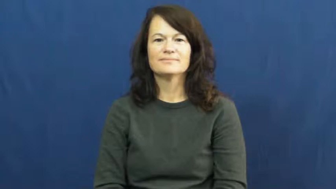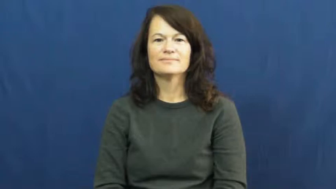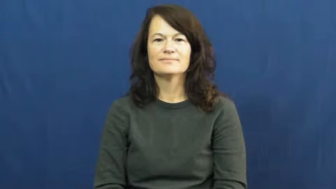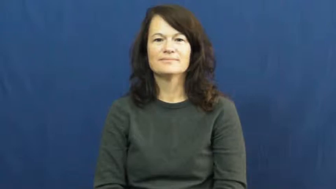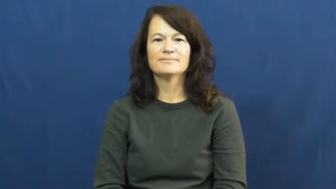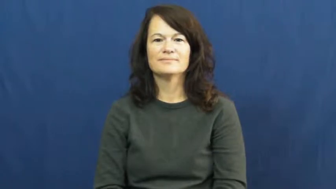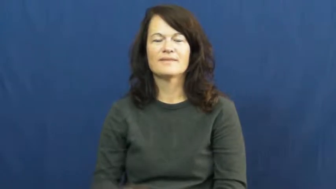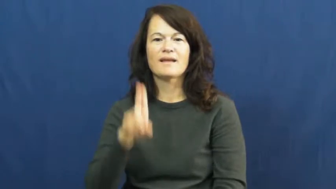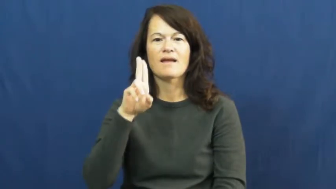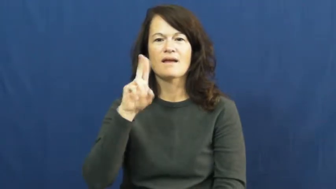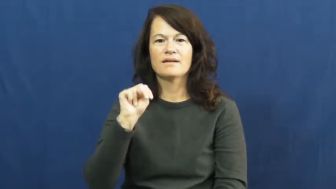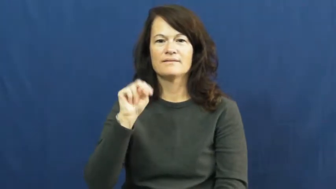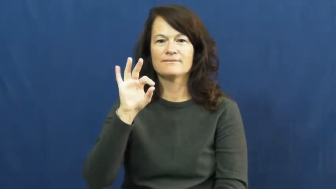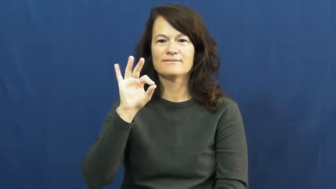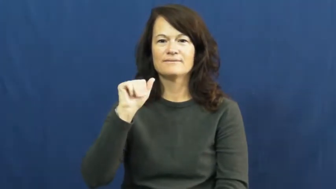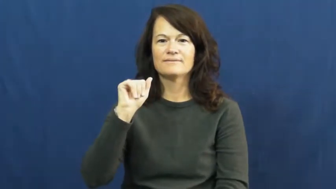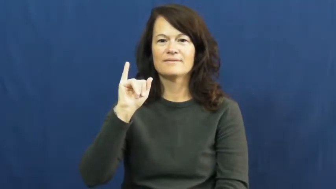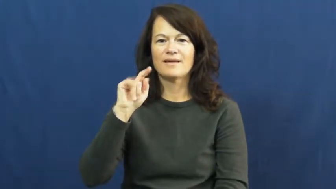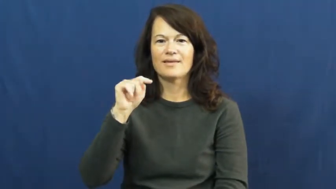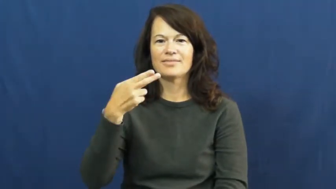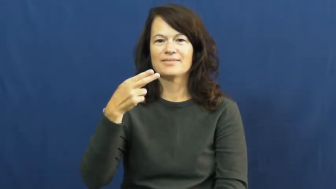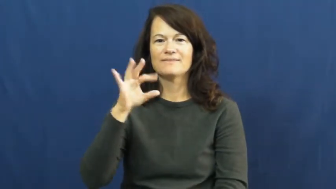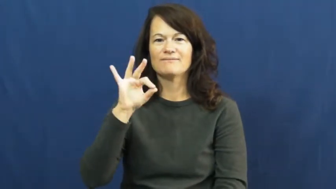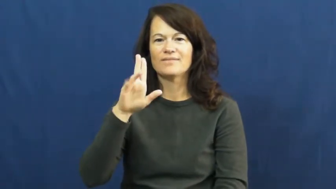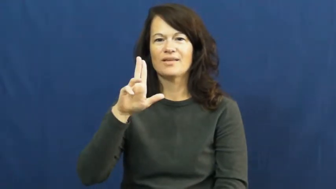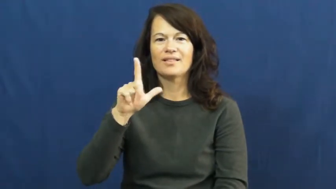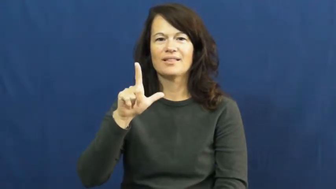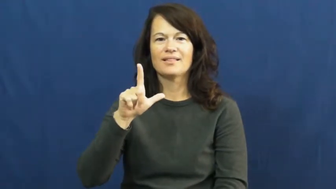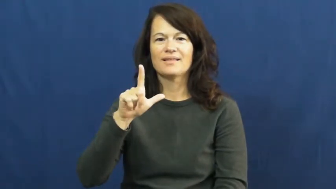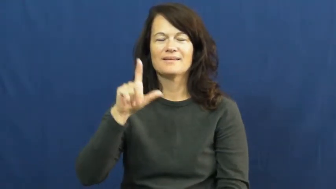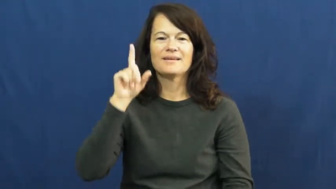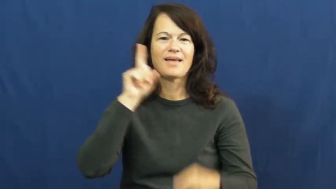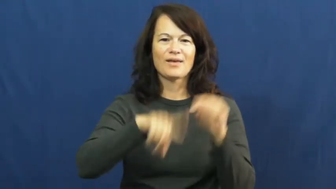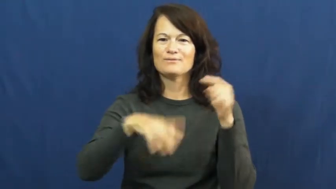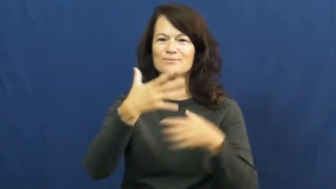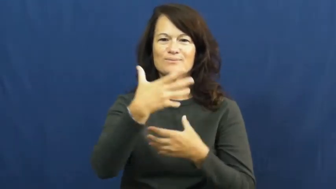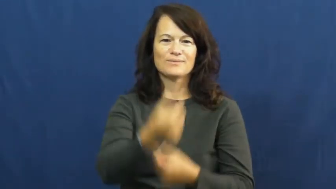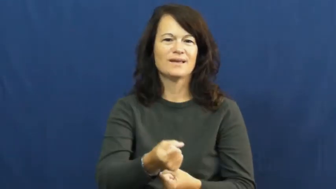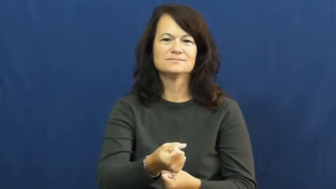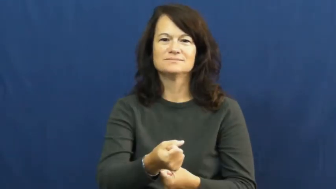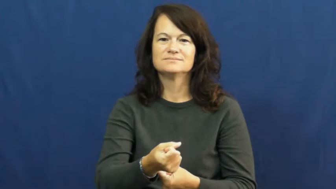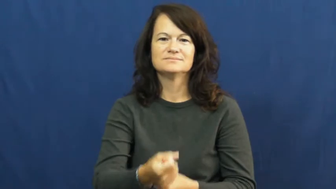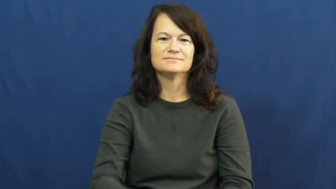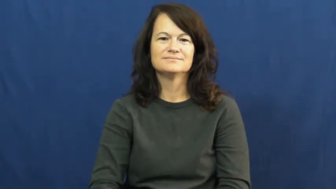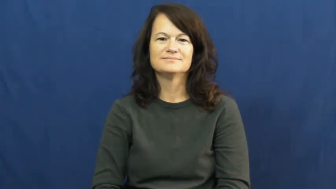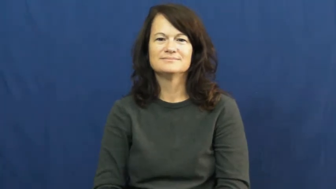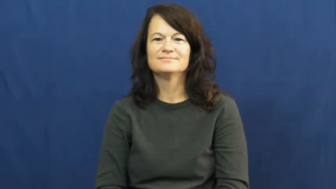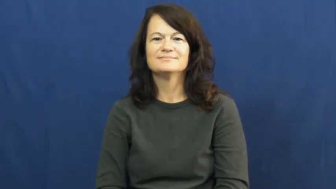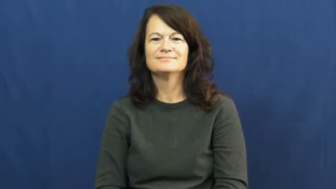unfaithful